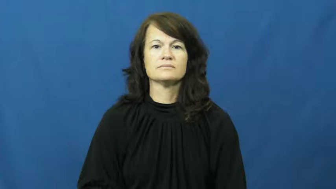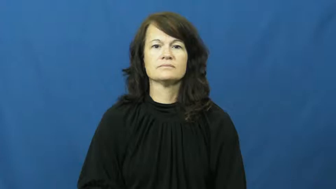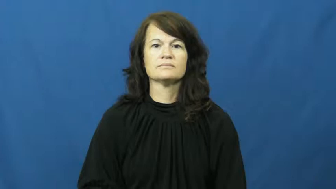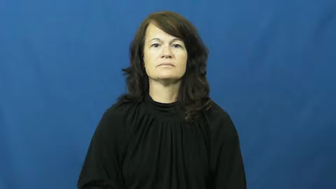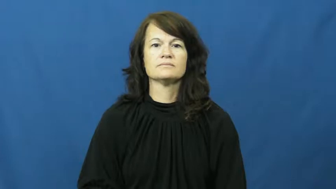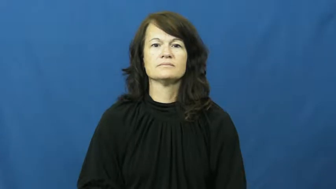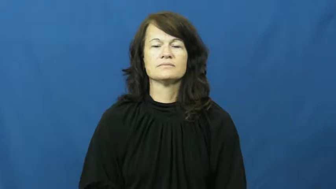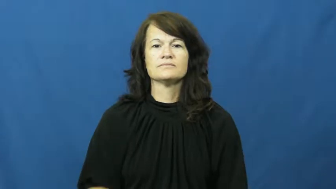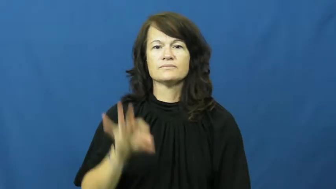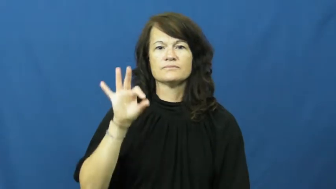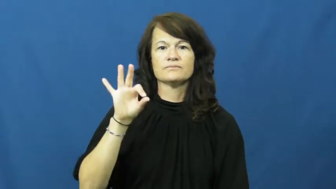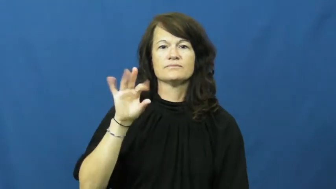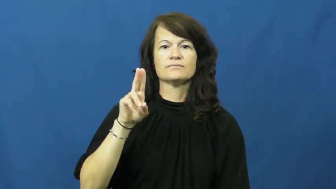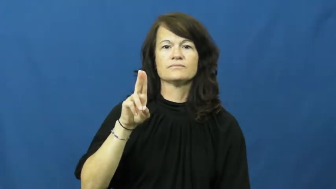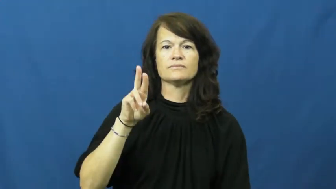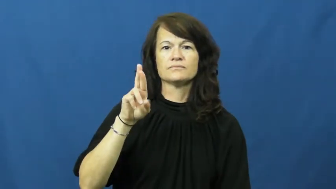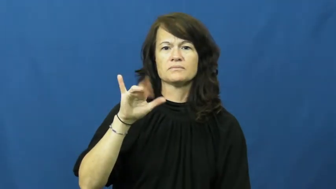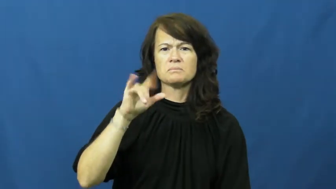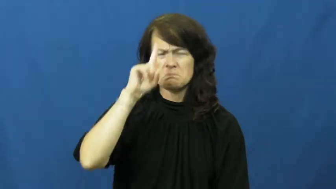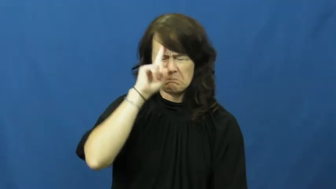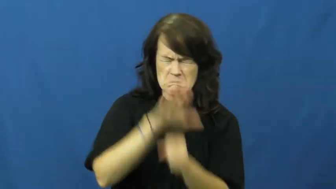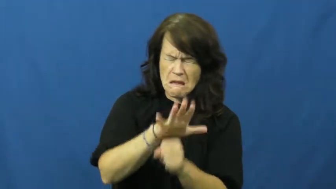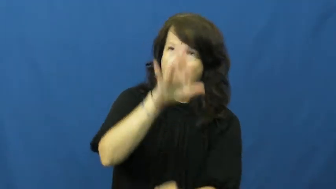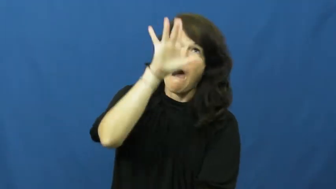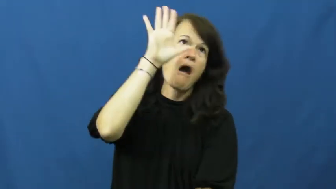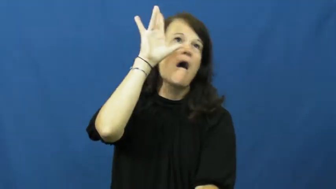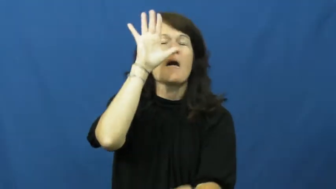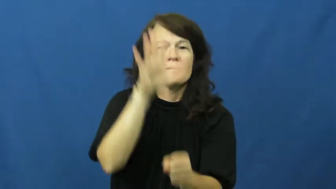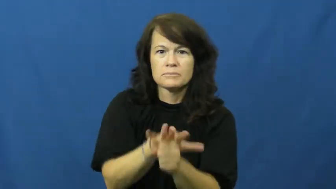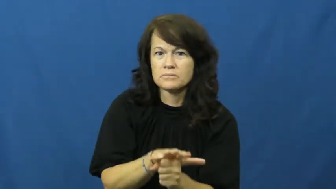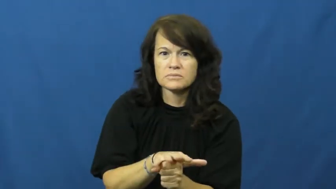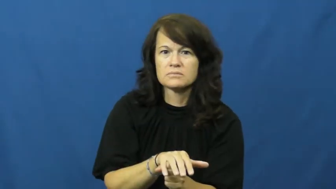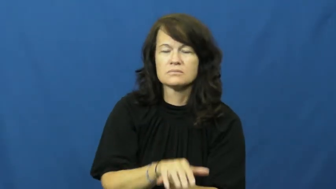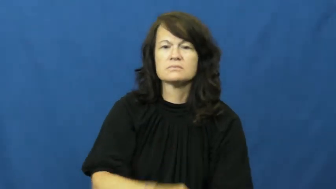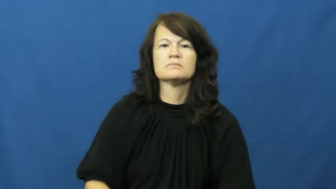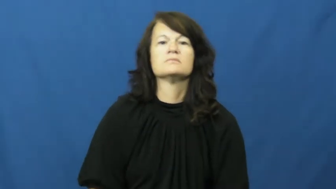fury-furious